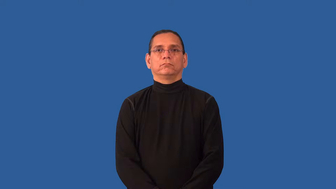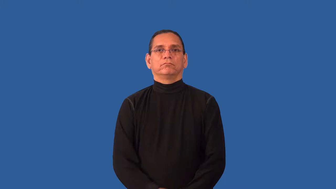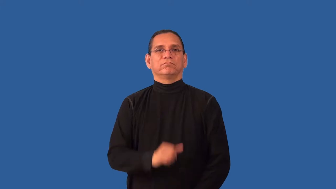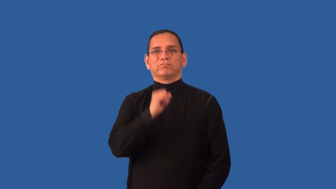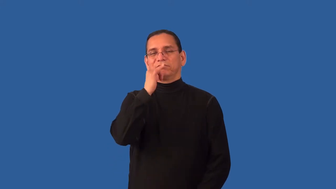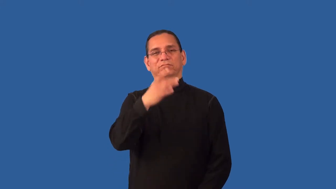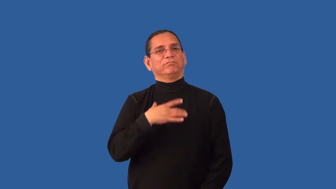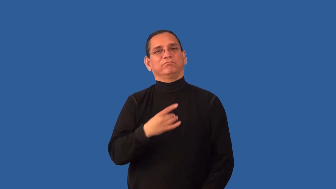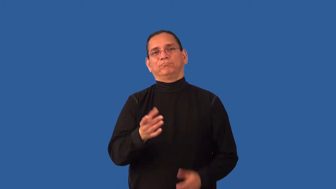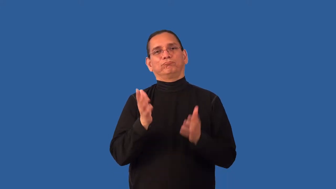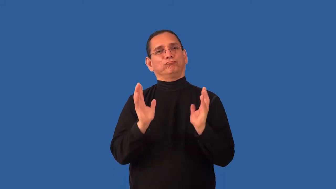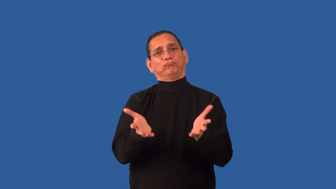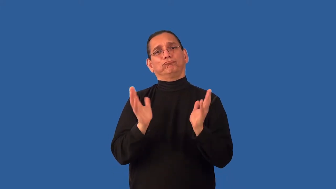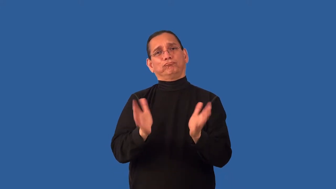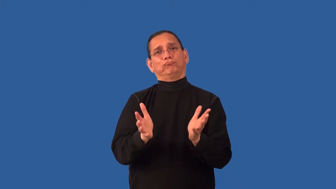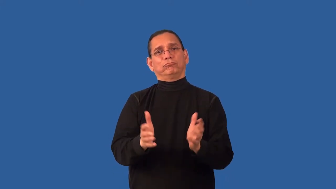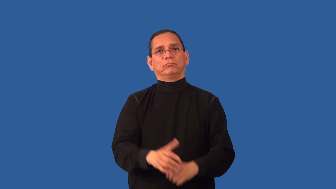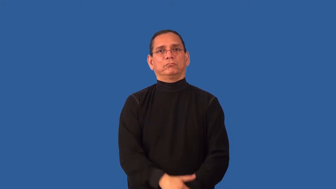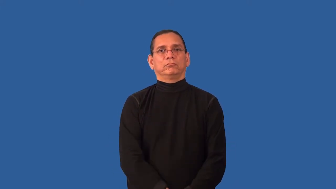incommunicative